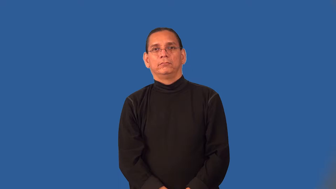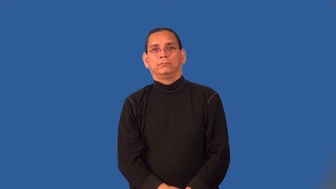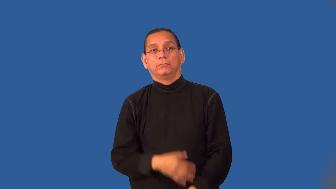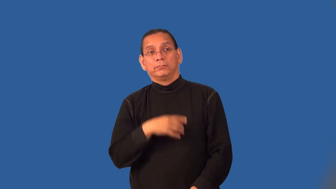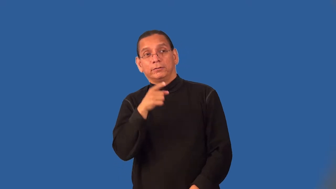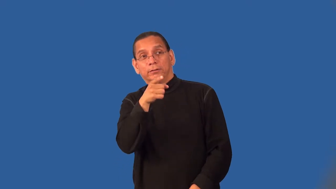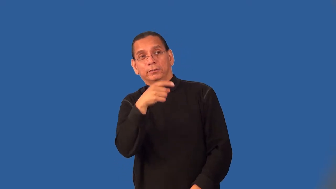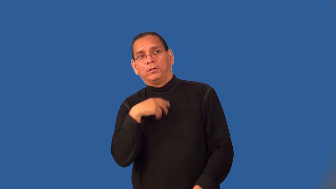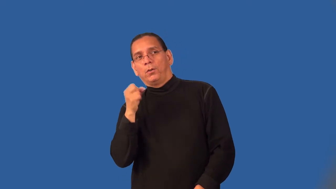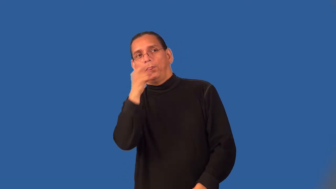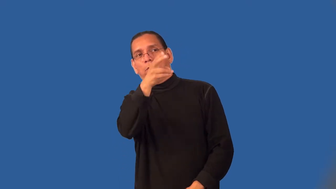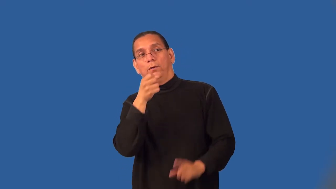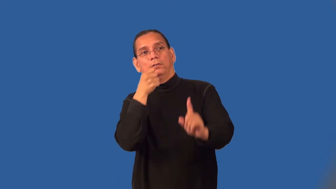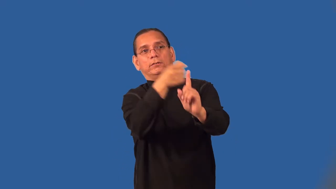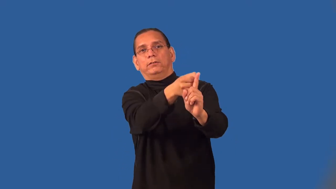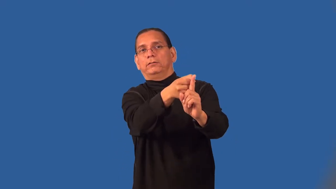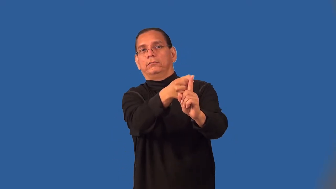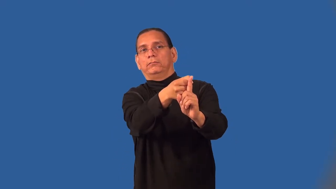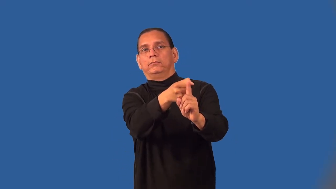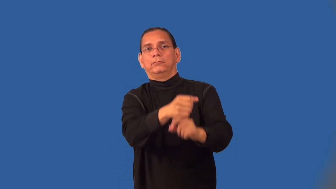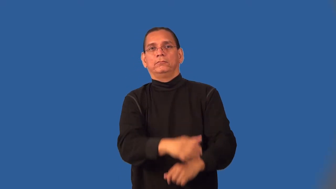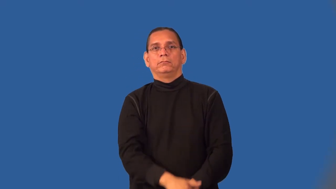pelt-throw and hit